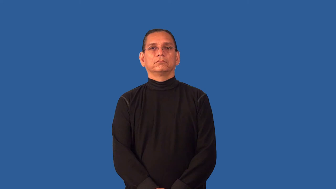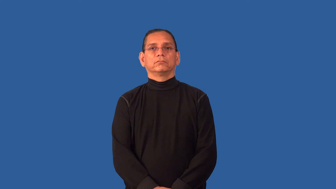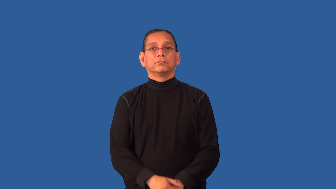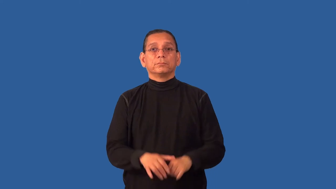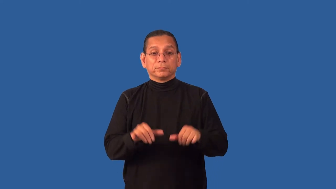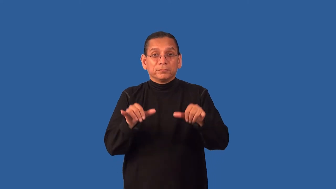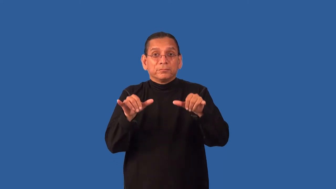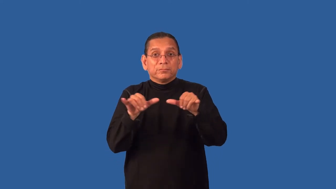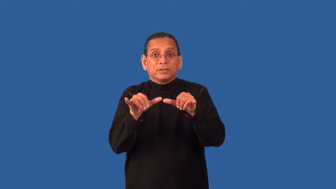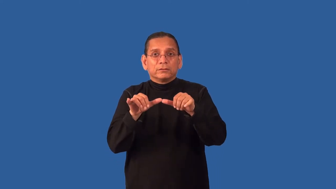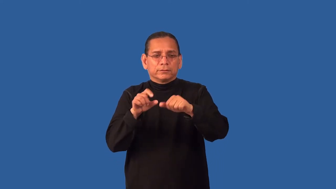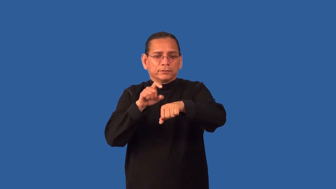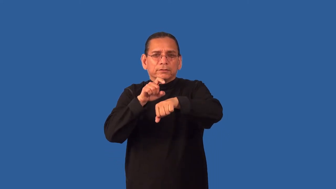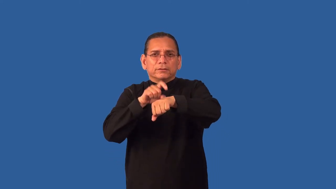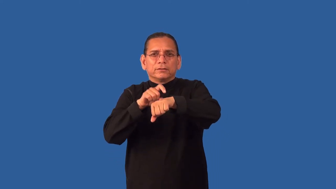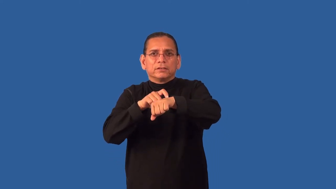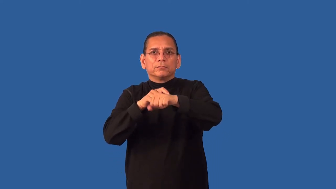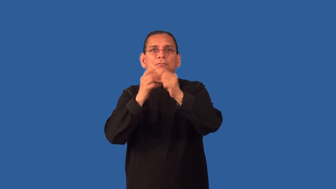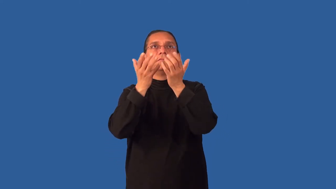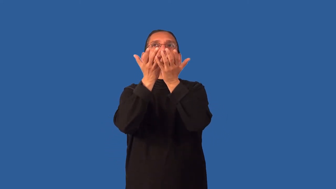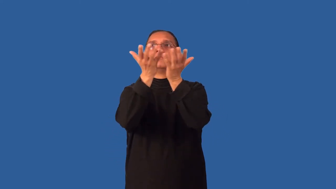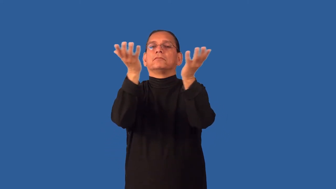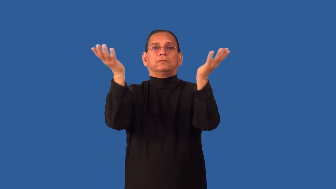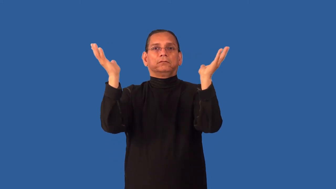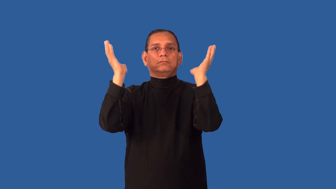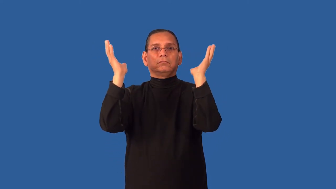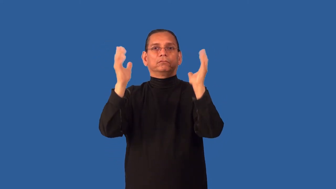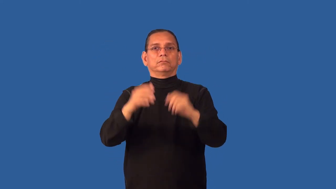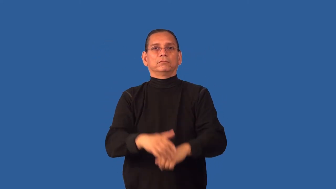dimension-time space